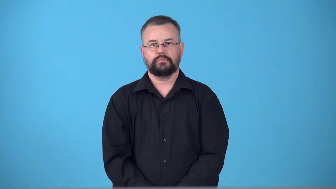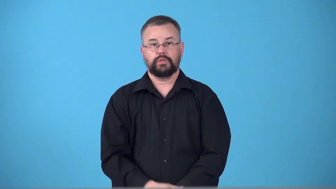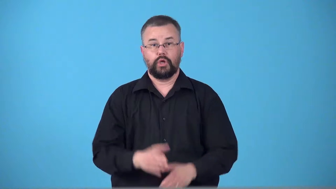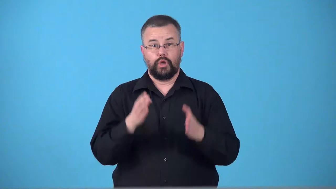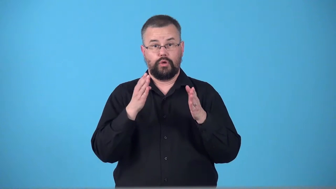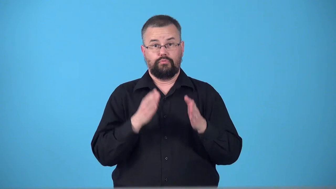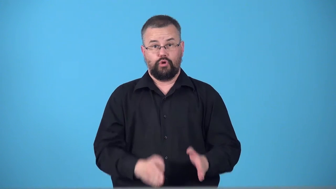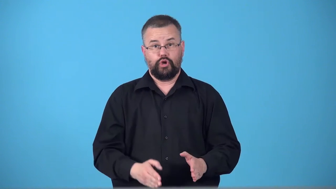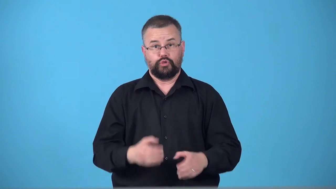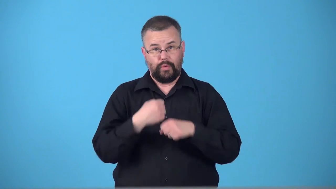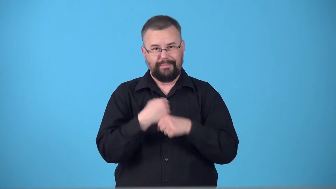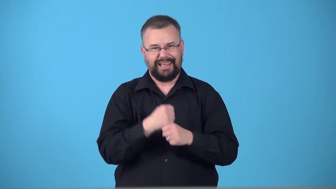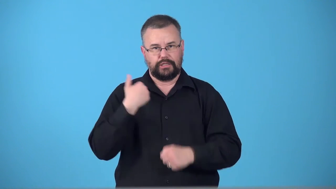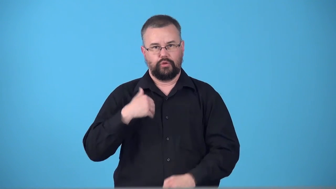tanner-leather maker